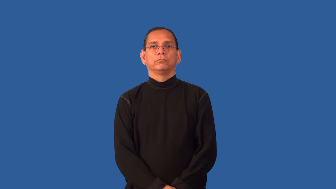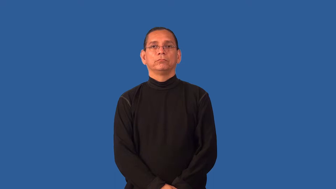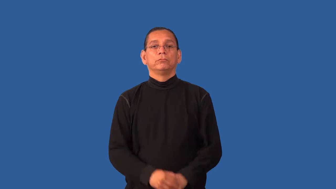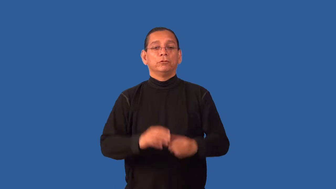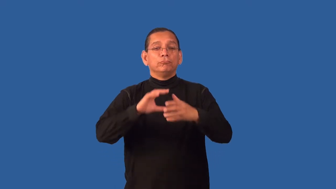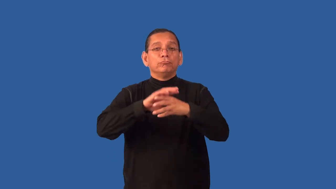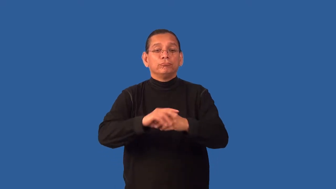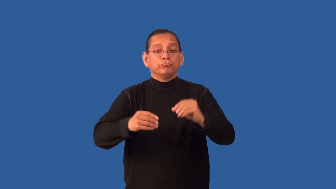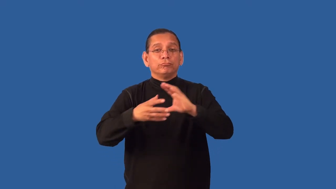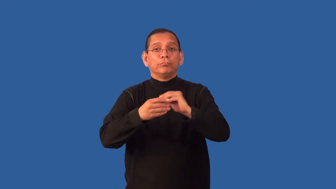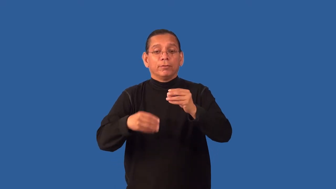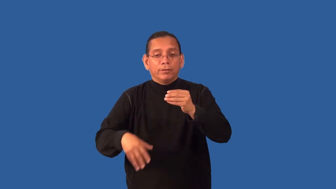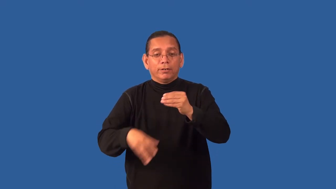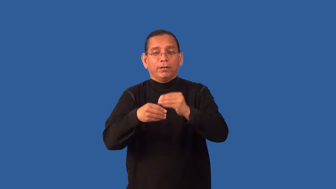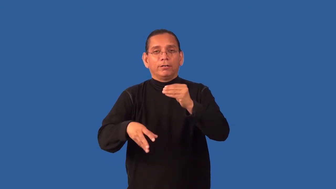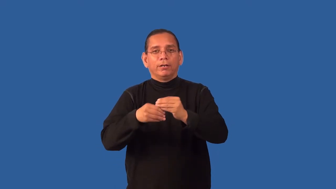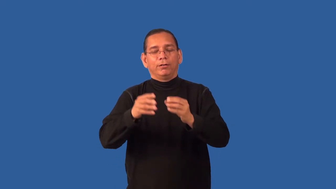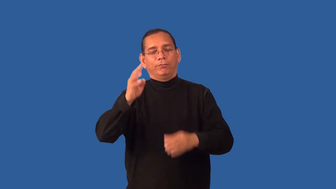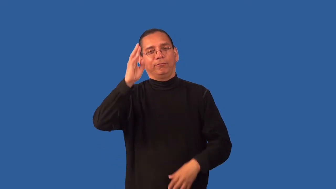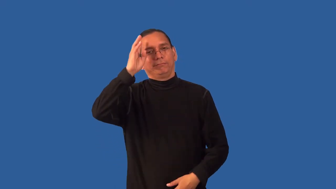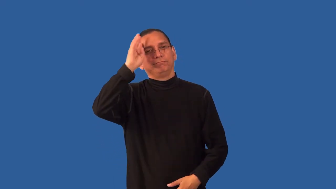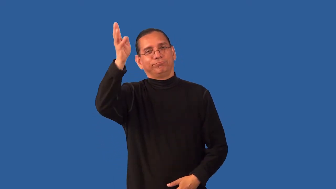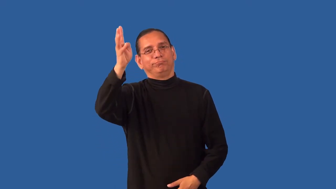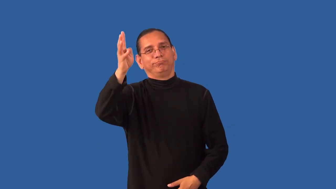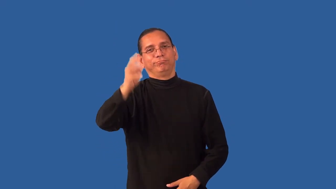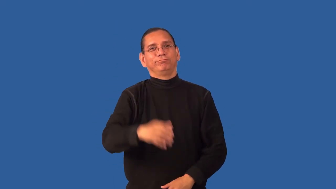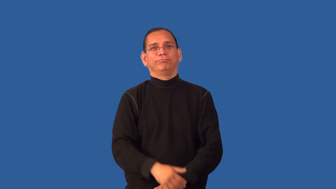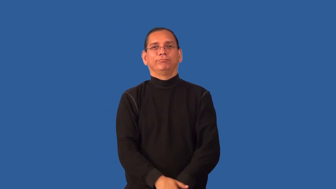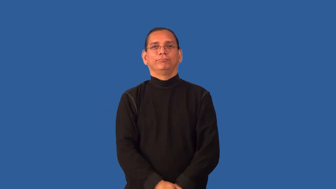embellish,embroider